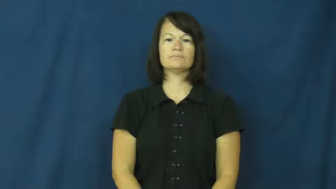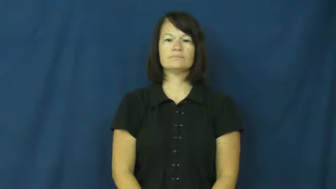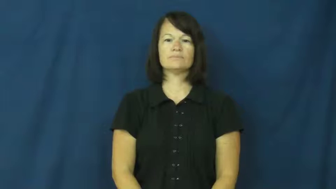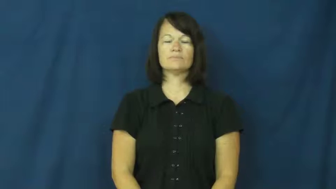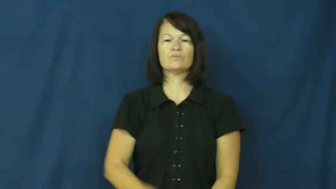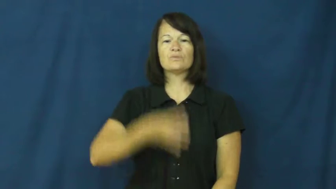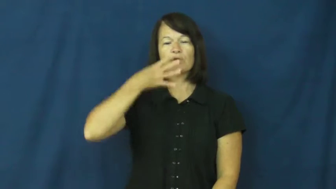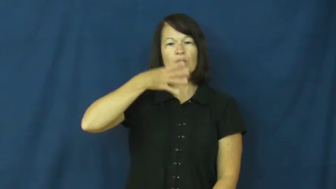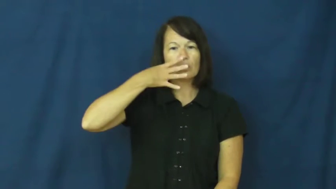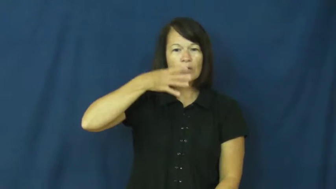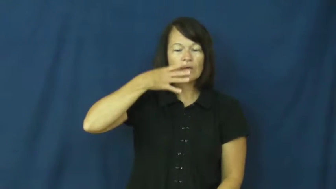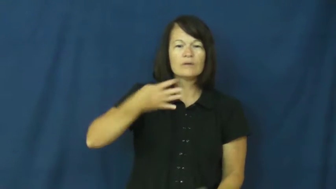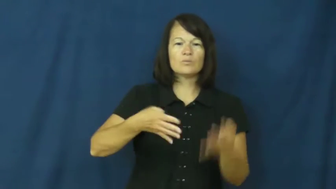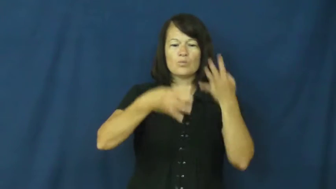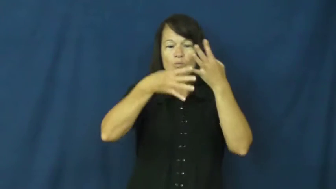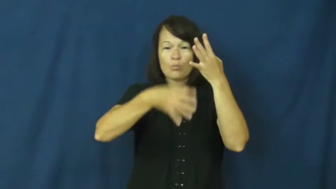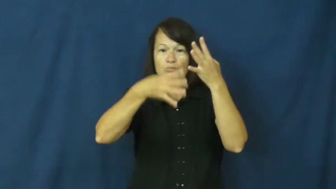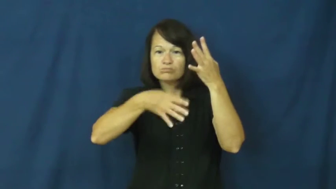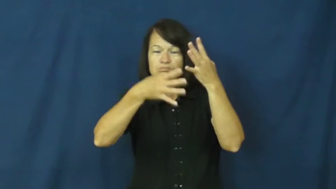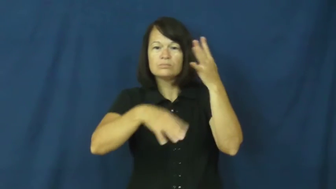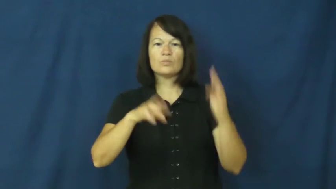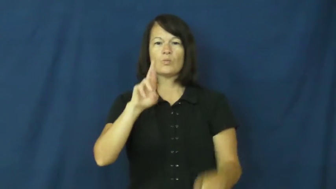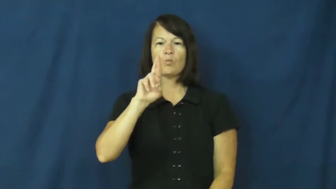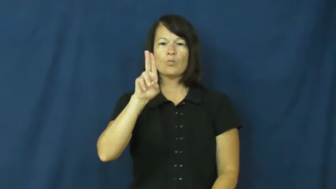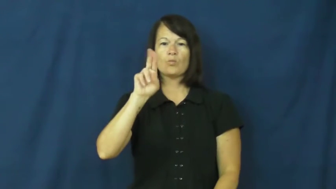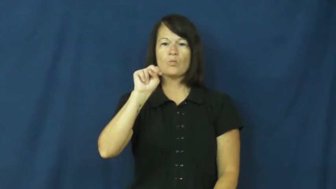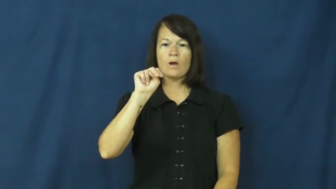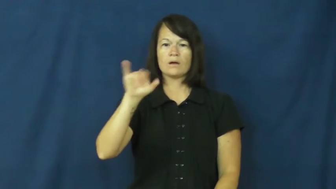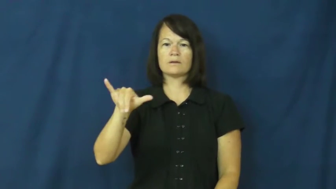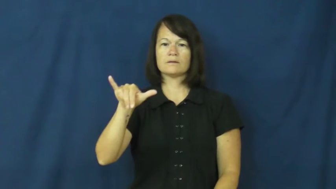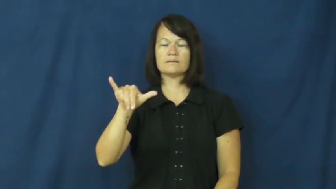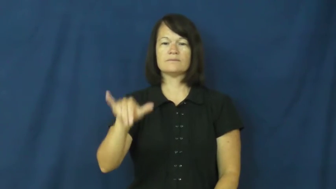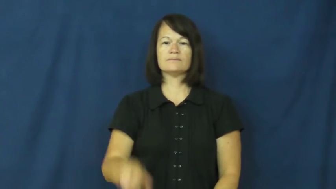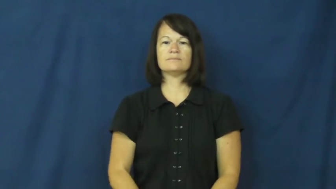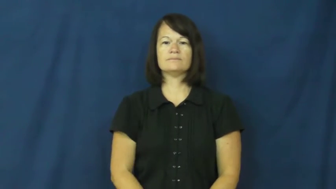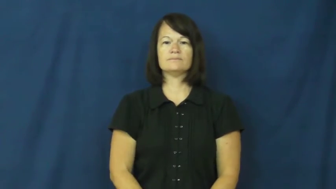runny,run